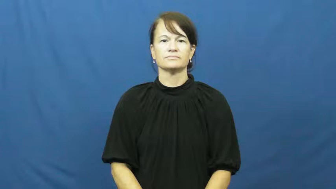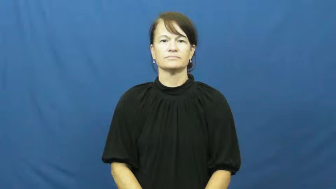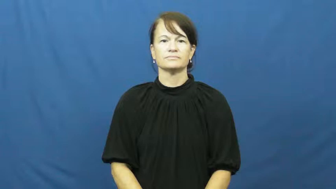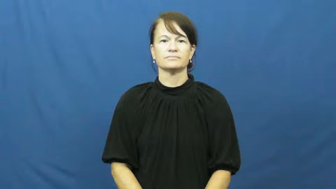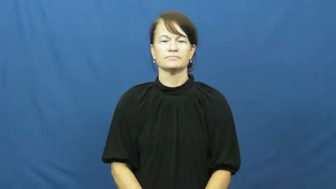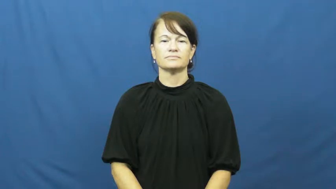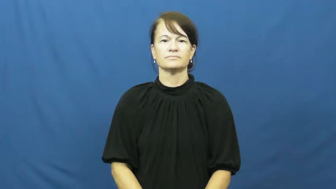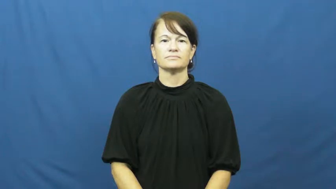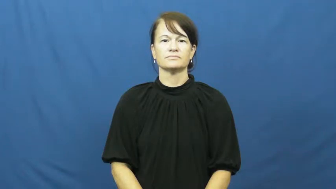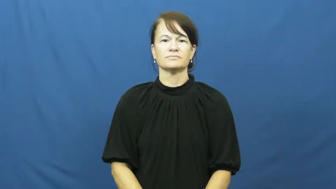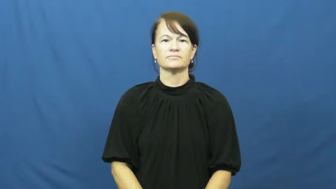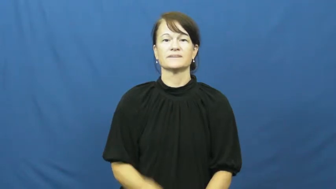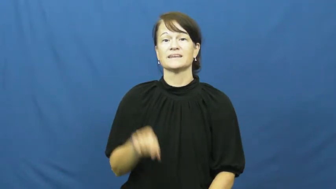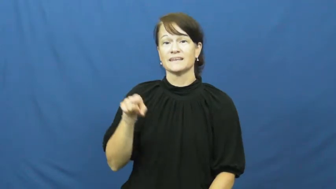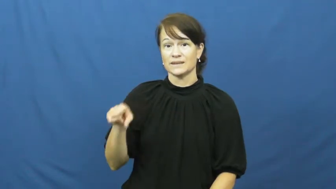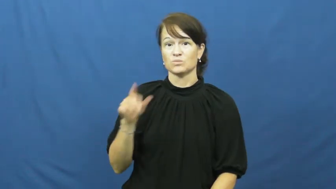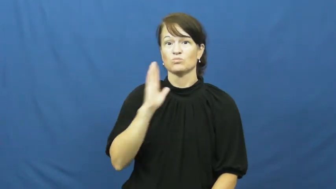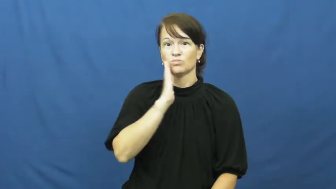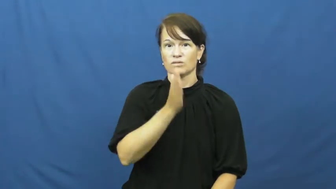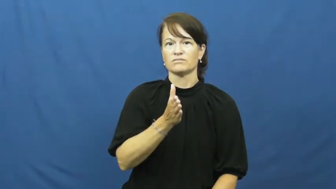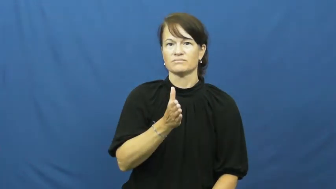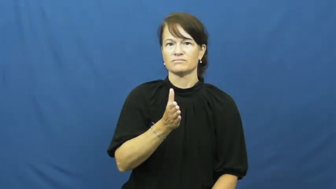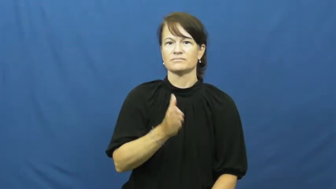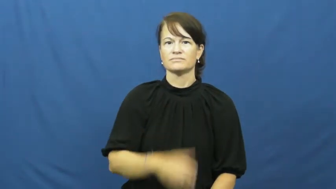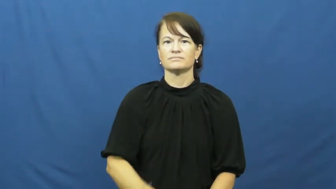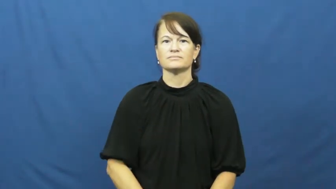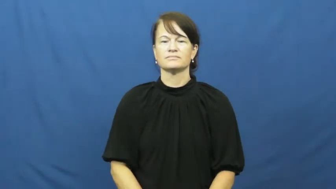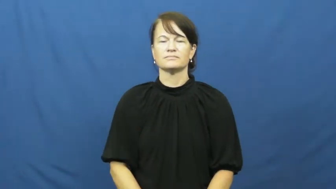he'll